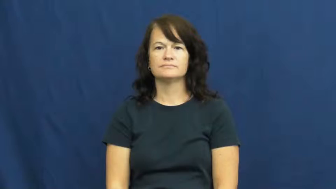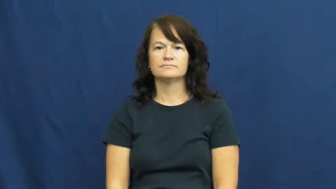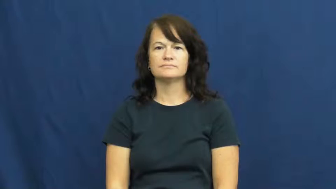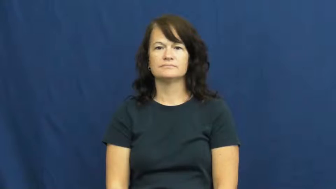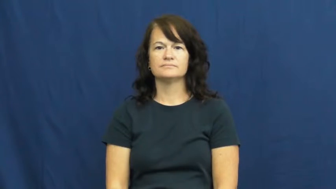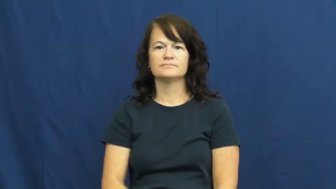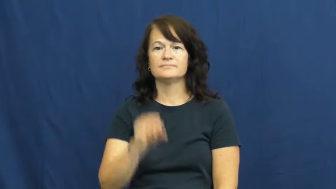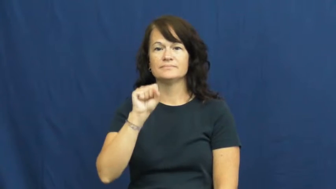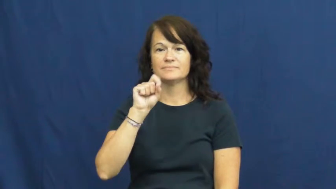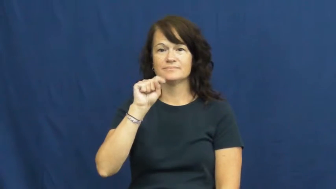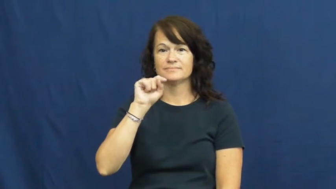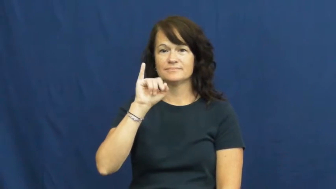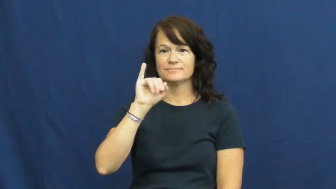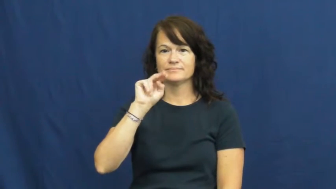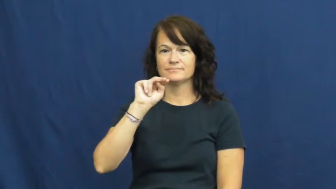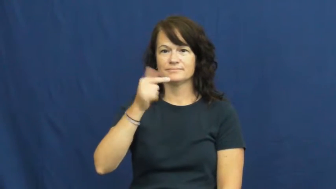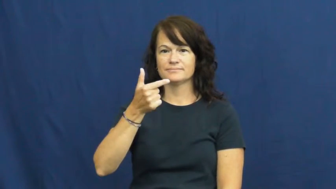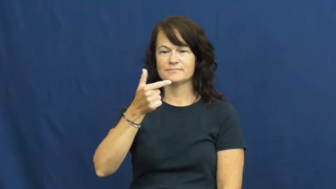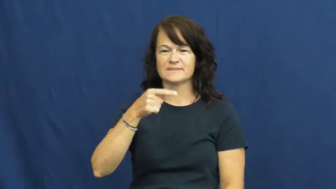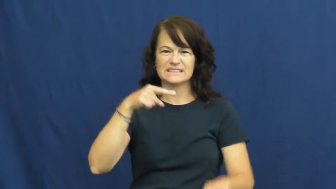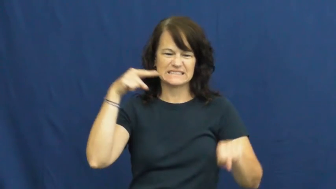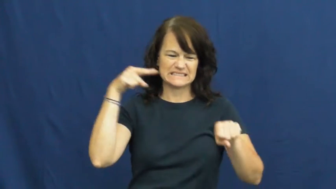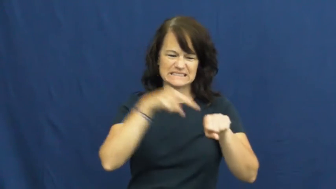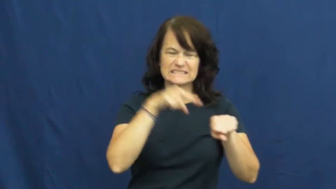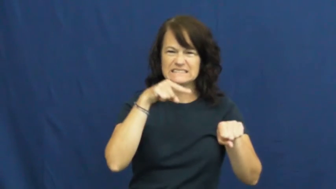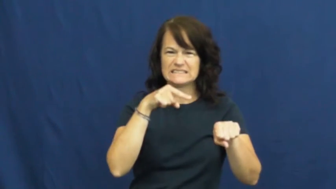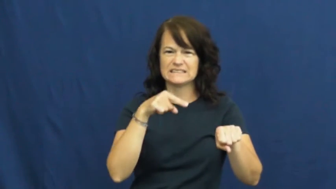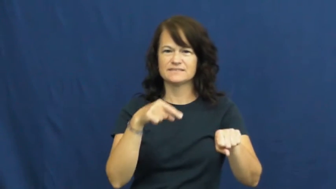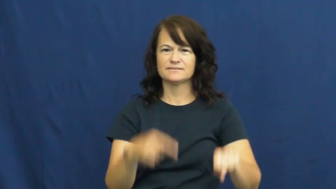sting